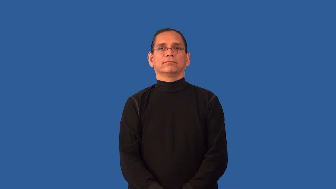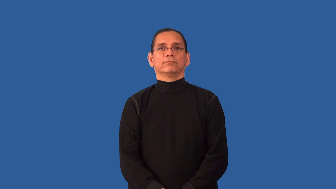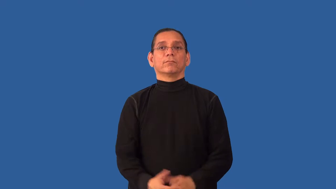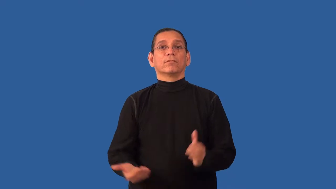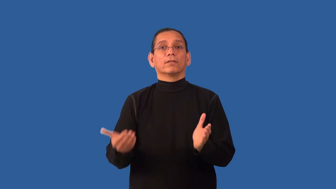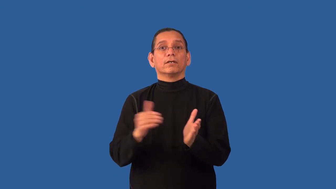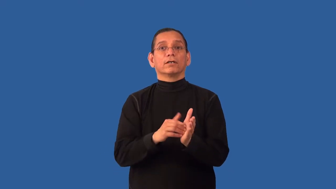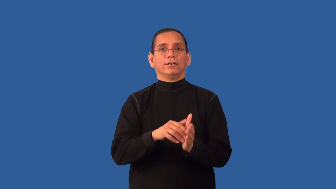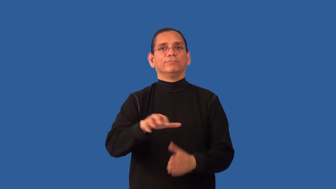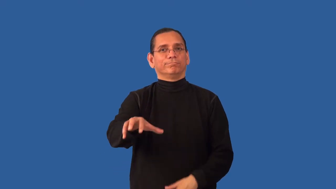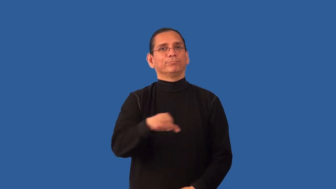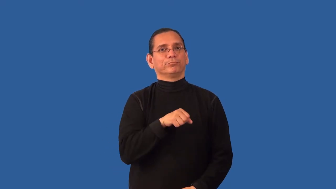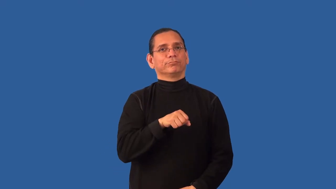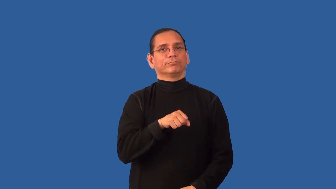retake-take